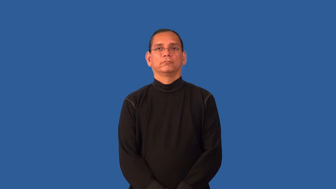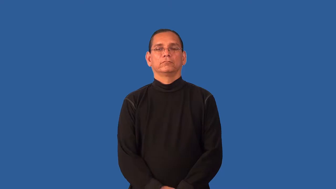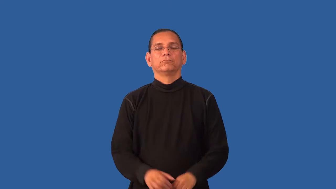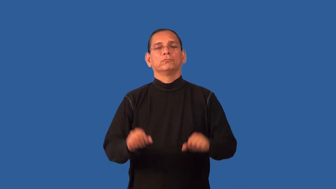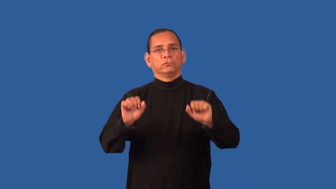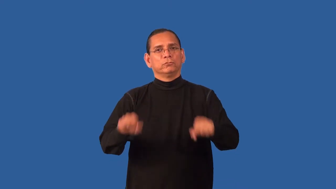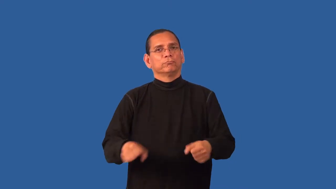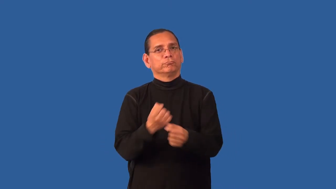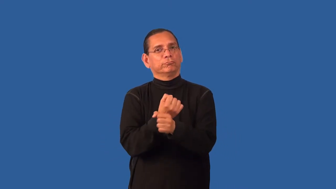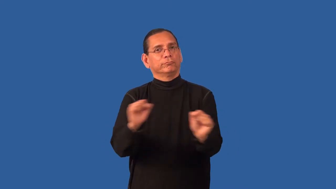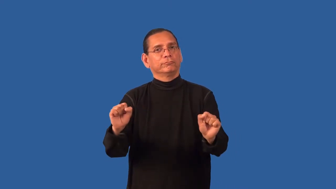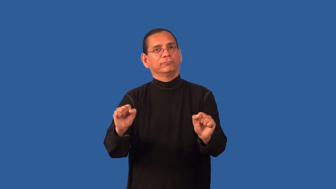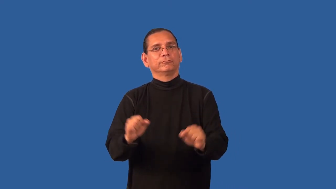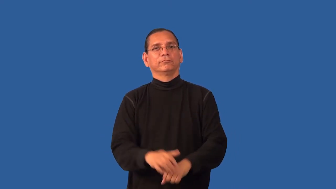extricable